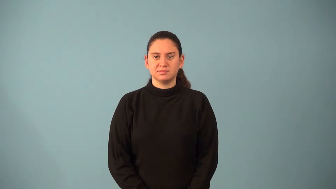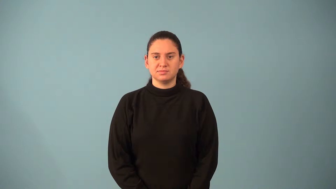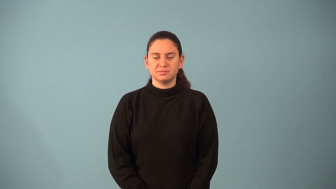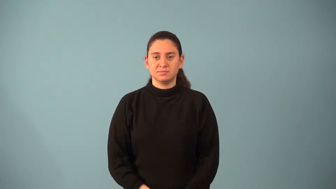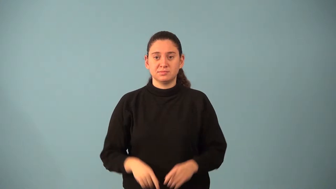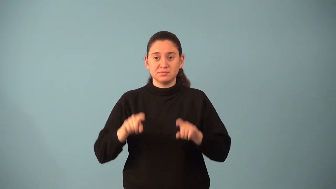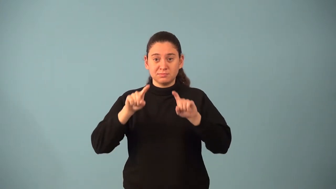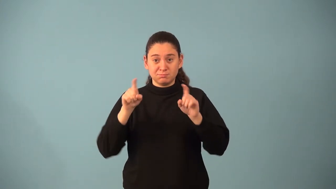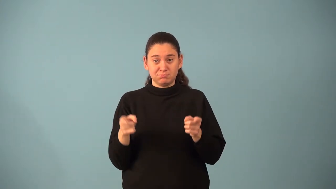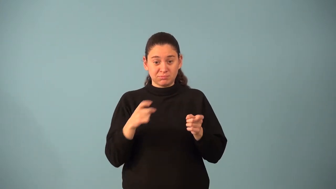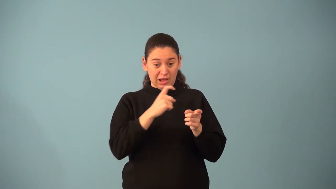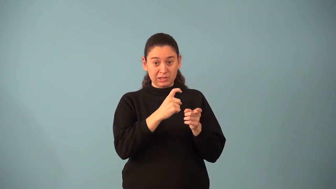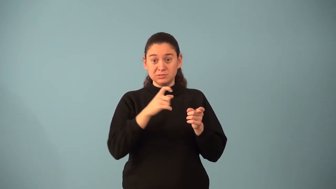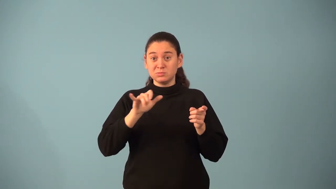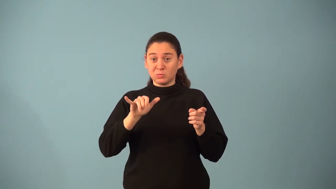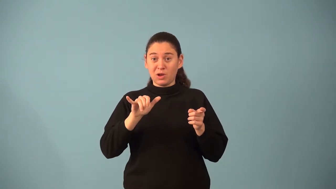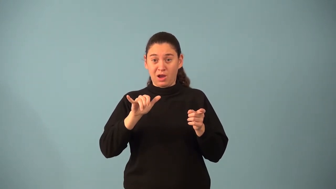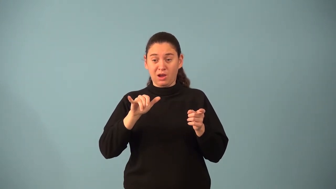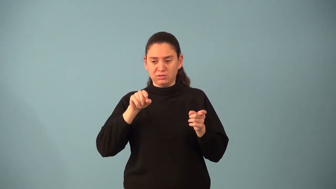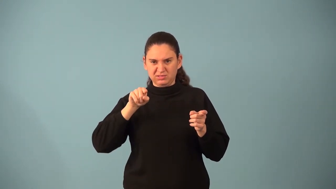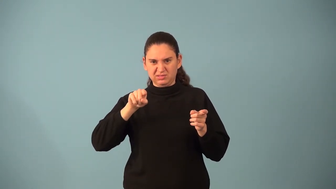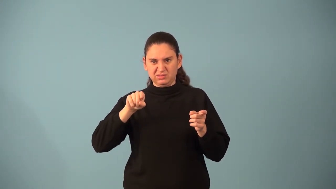ordinate